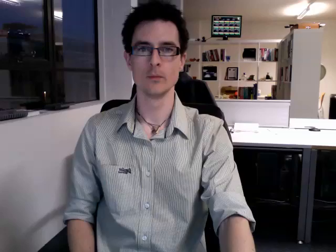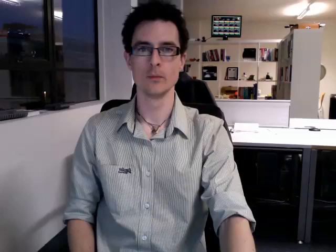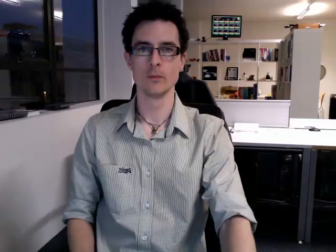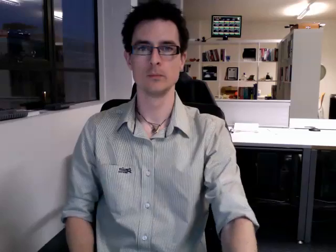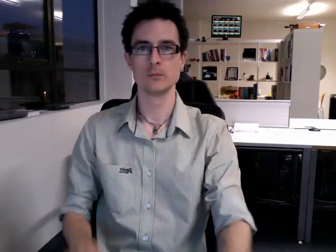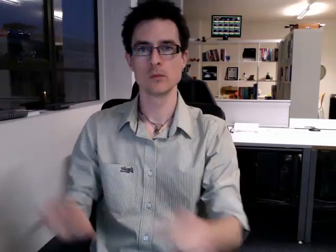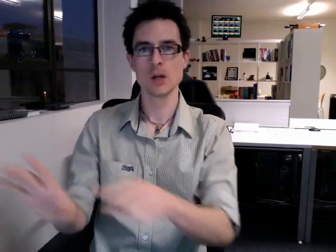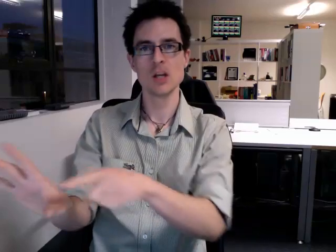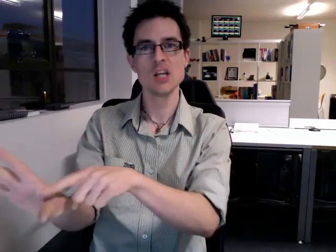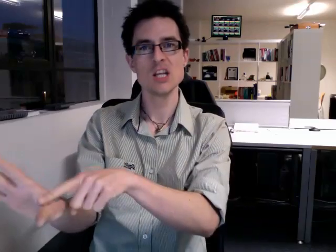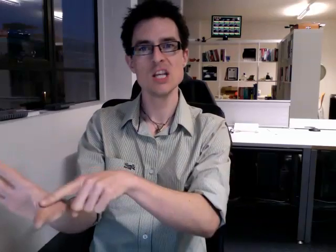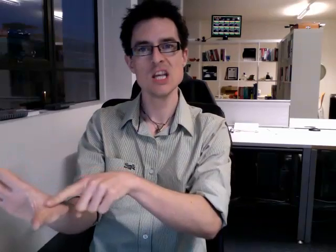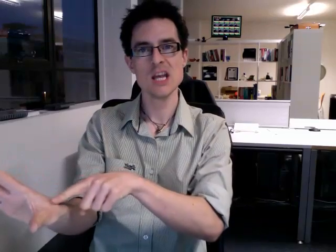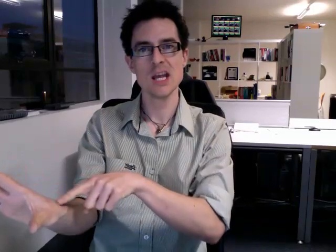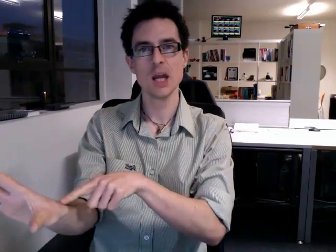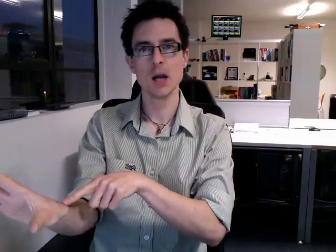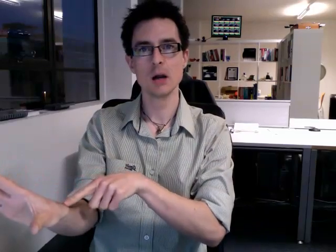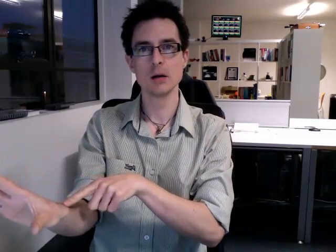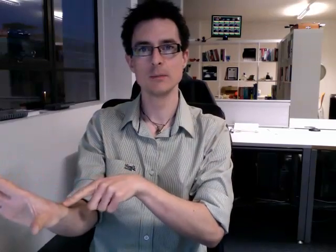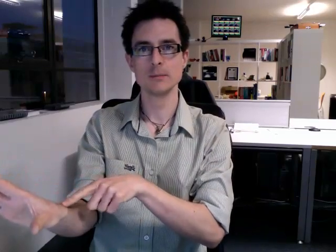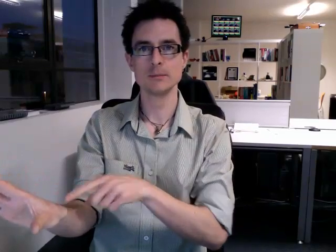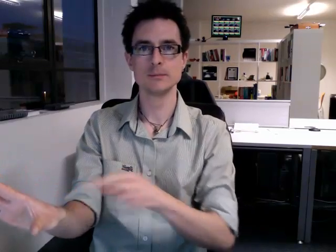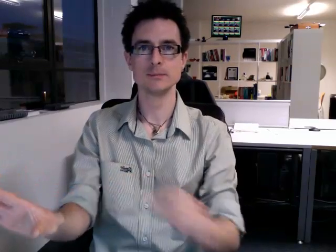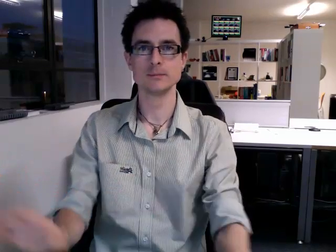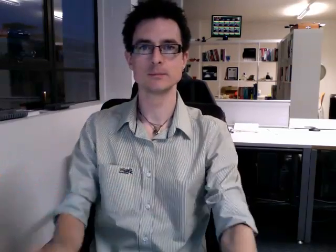year